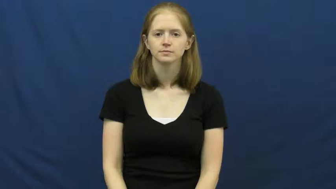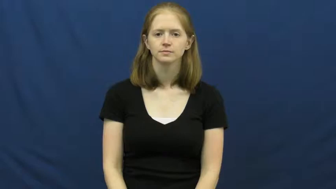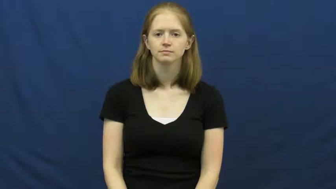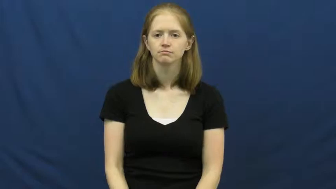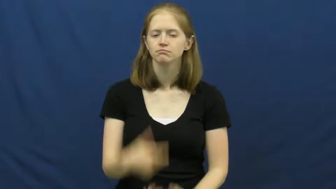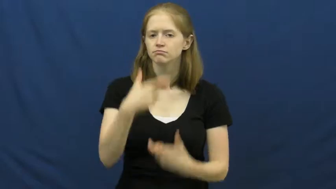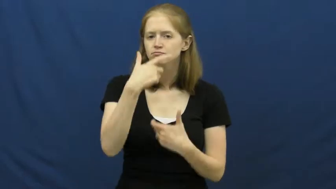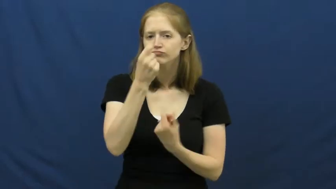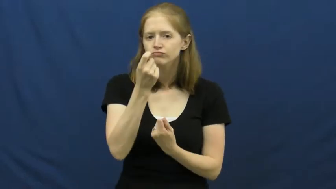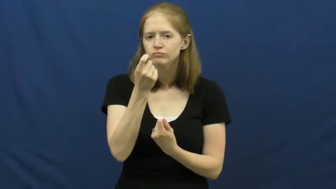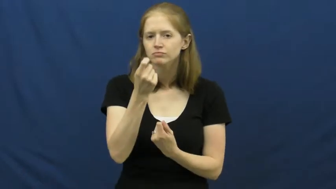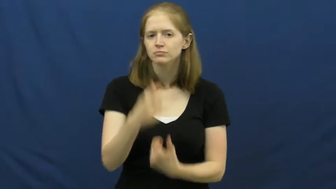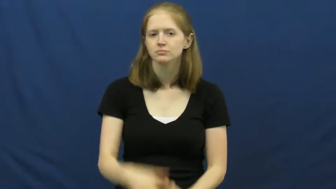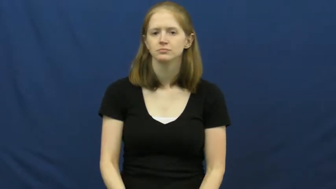interest,purview,colorful